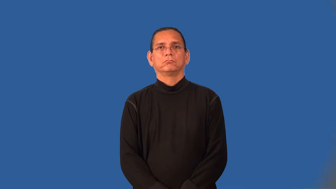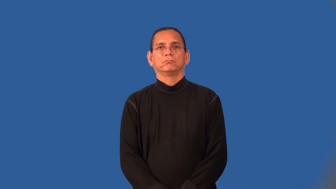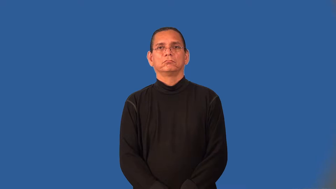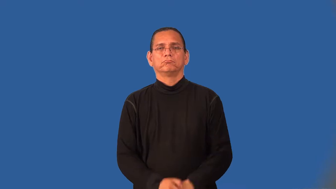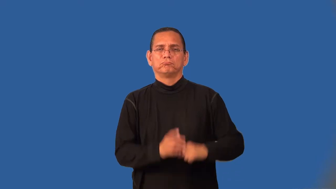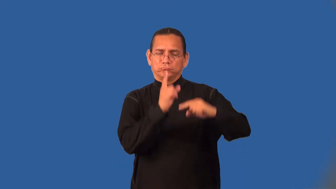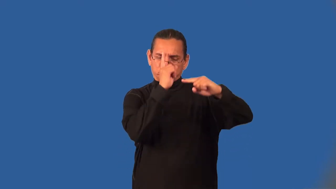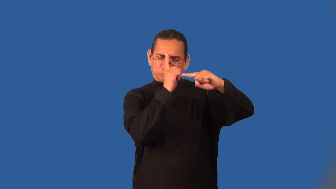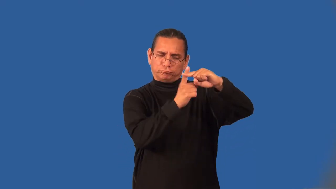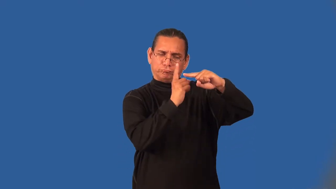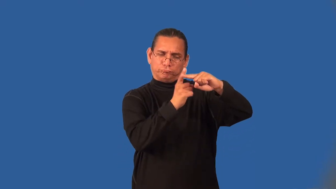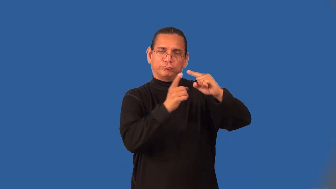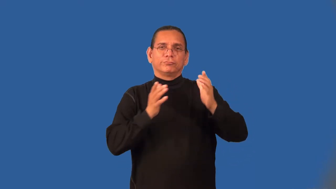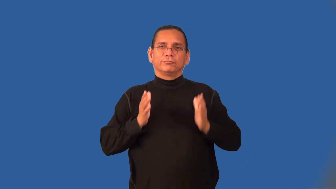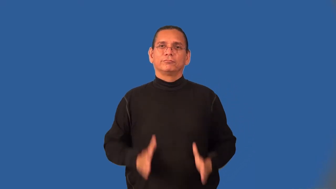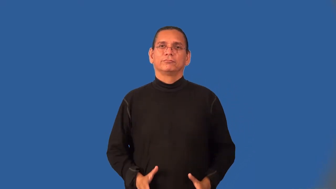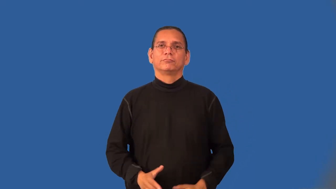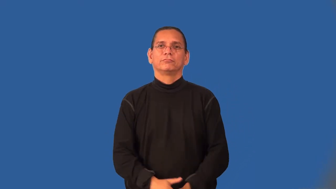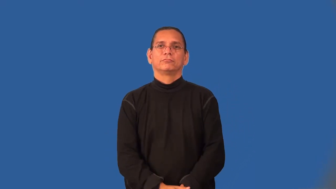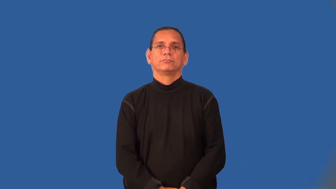optimist